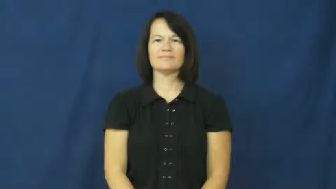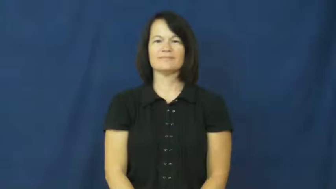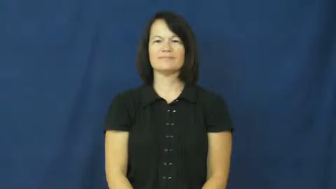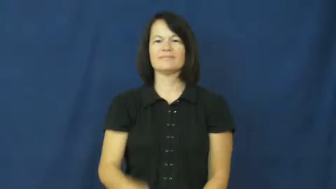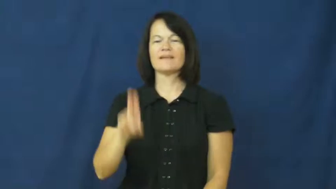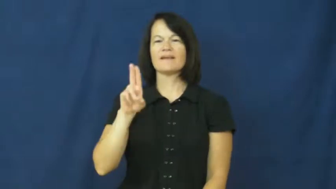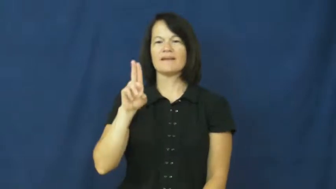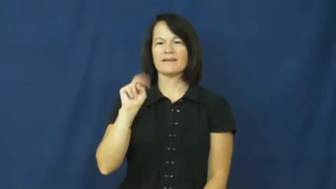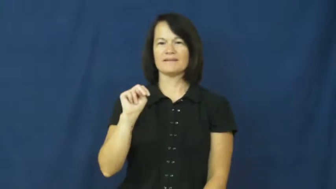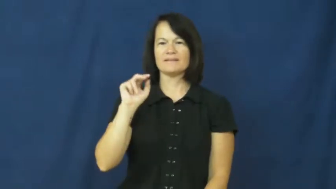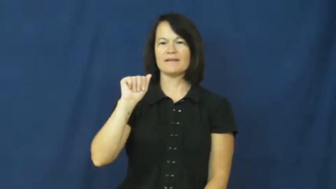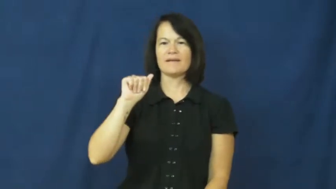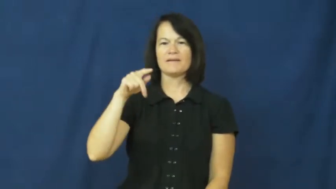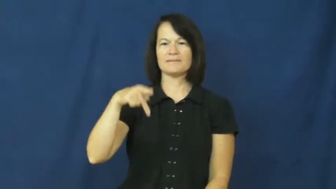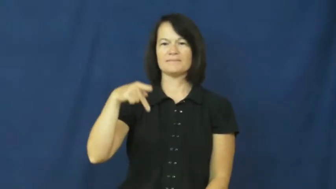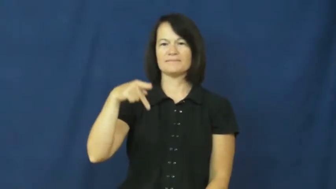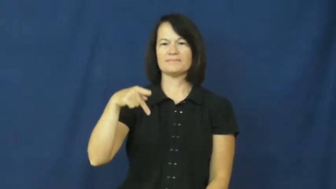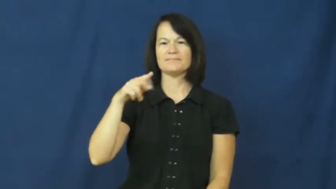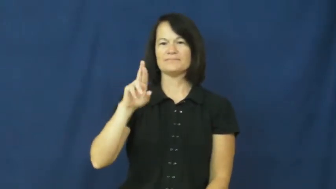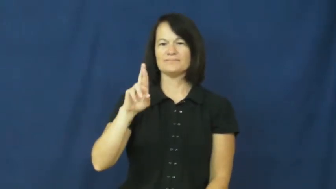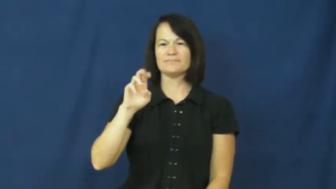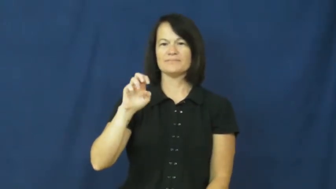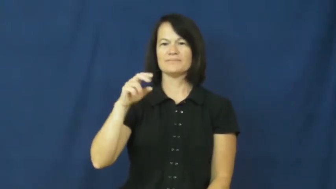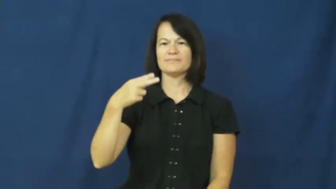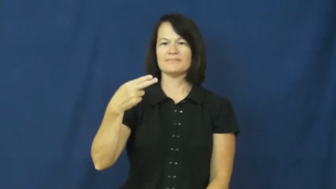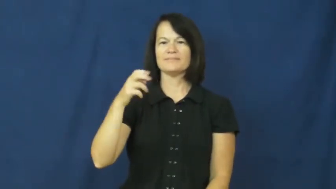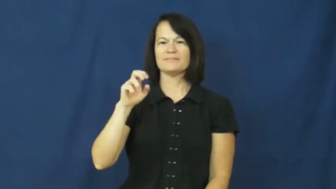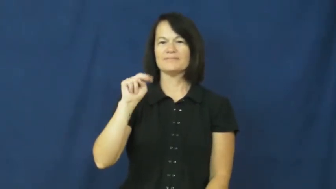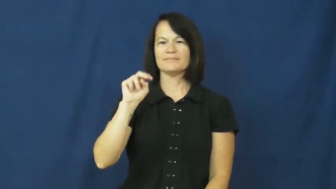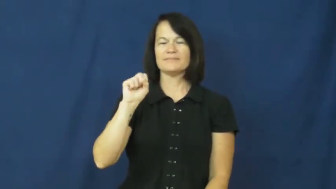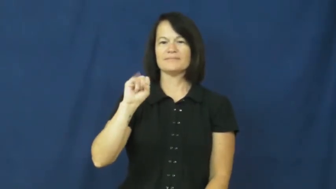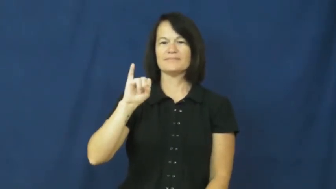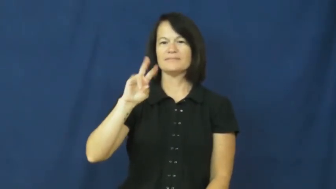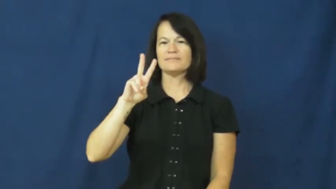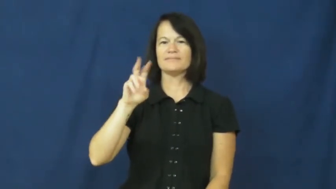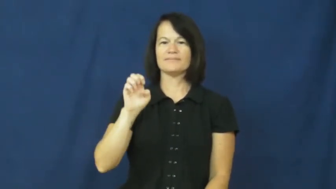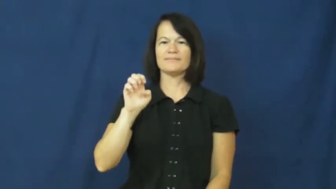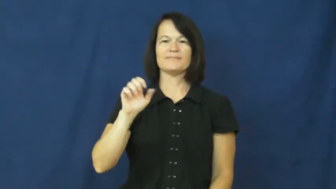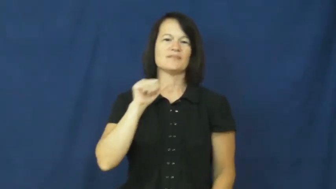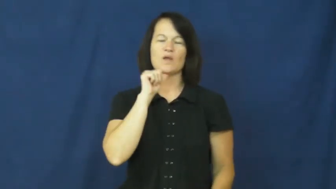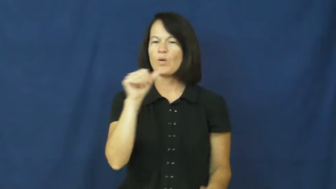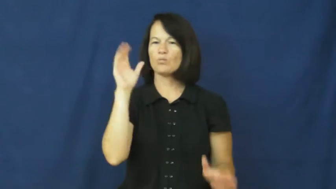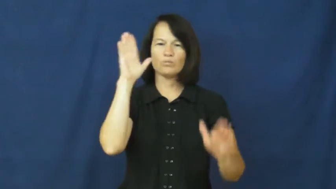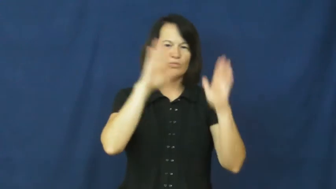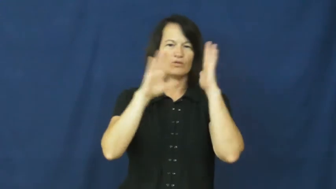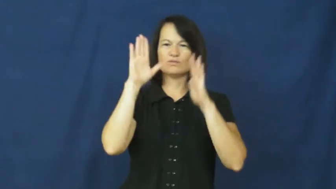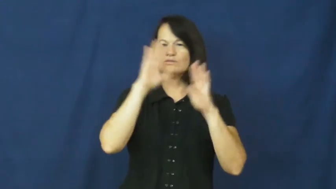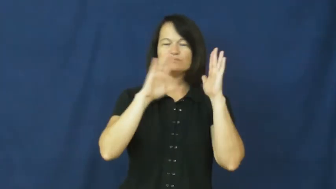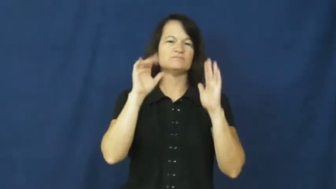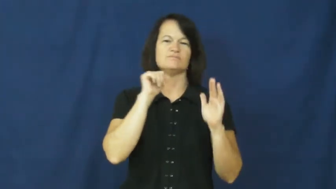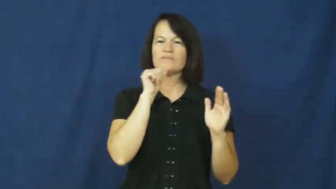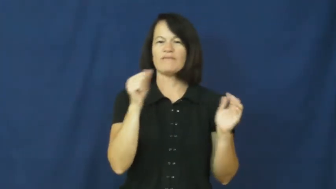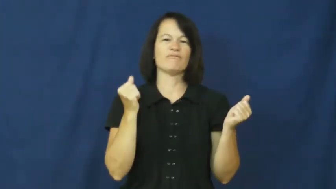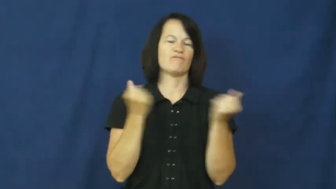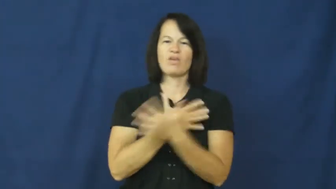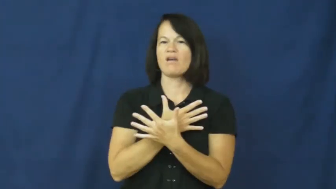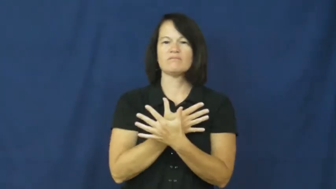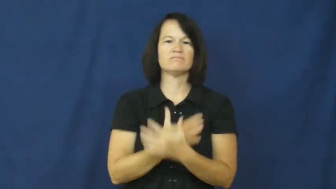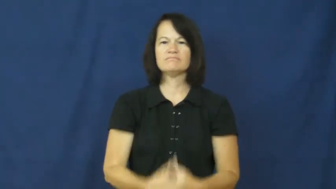unapprehensive